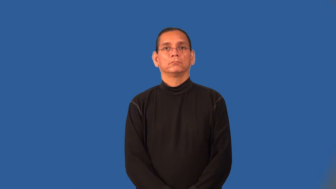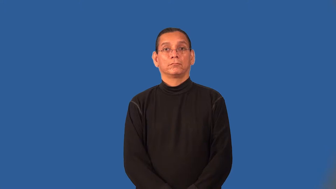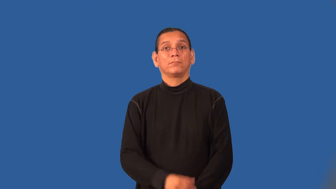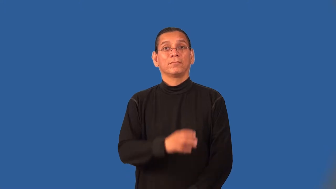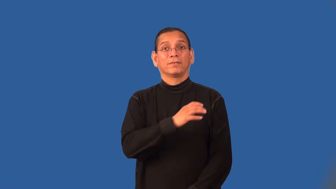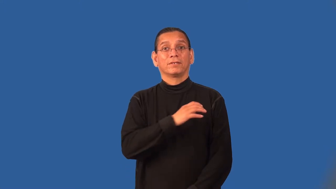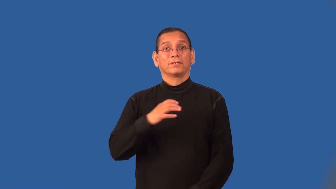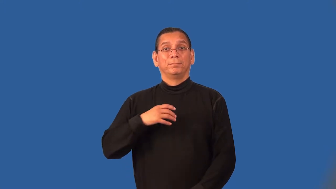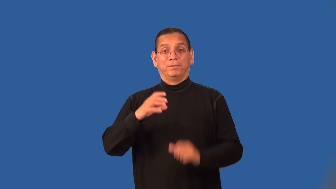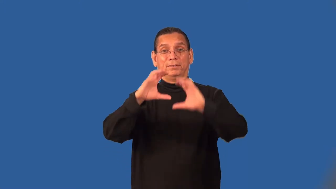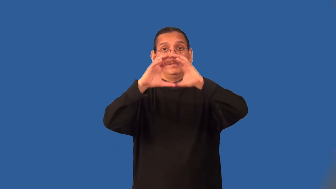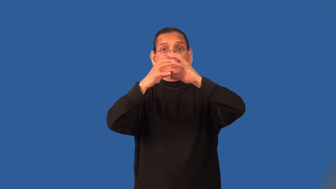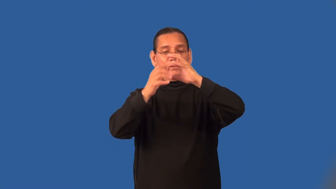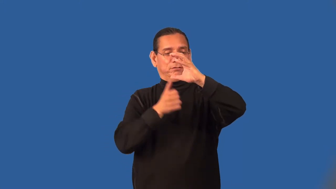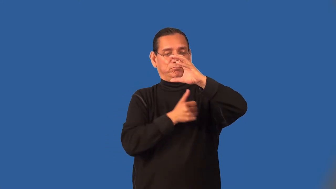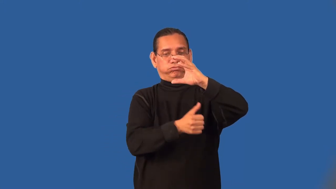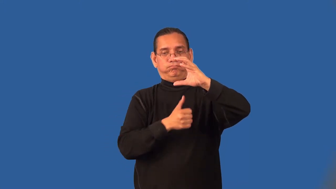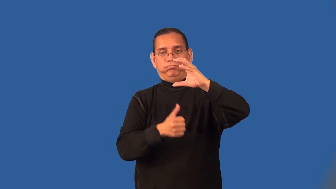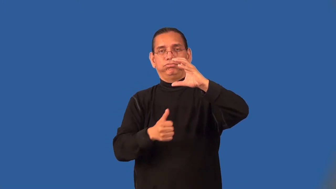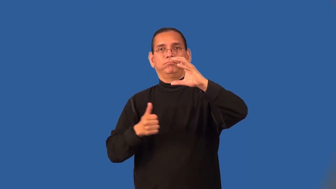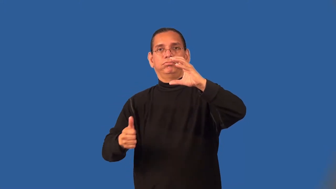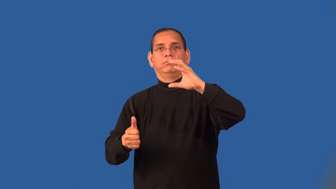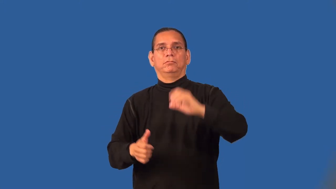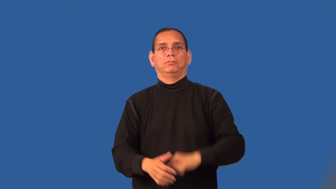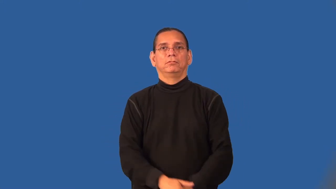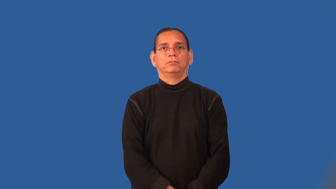subcommittee